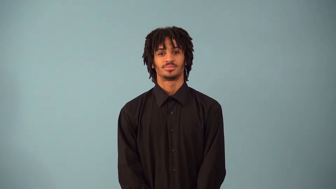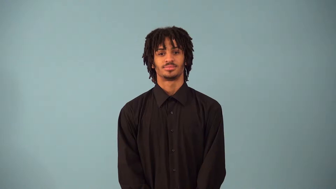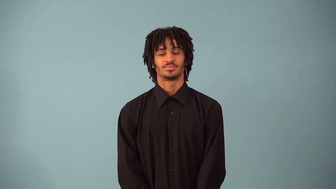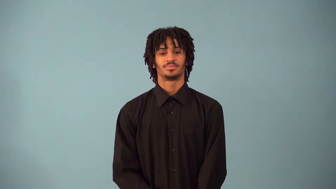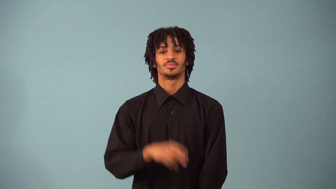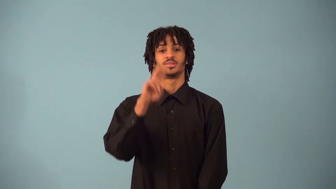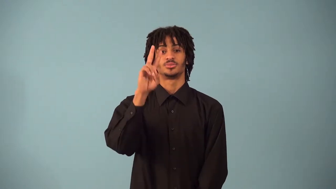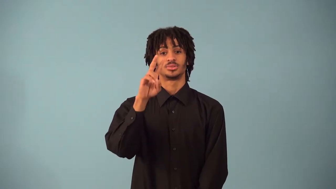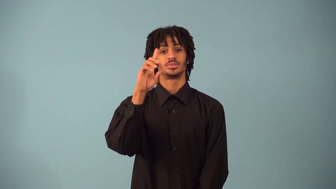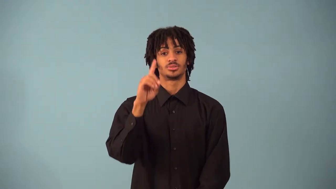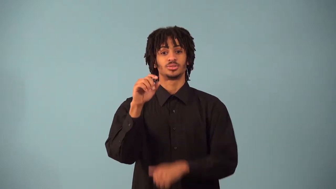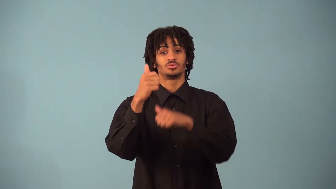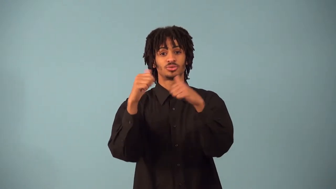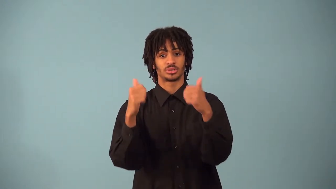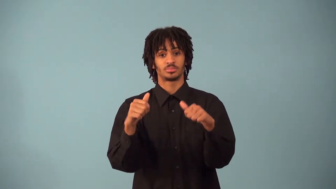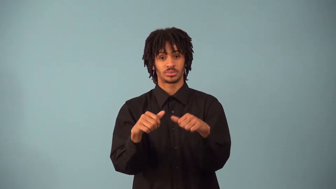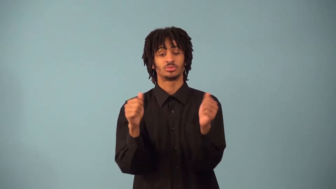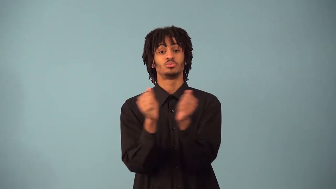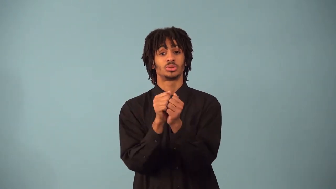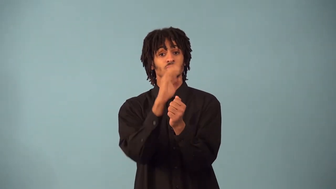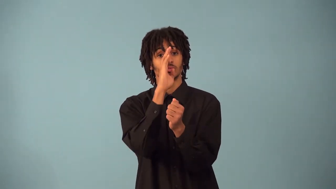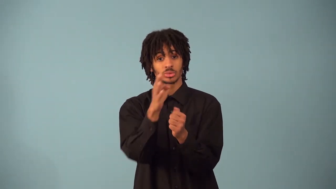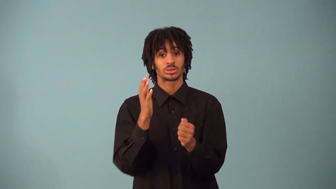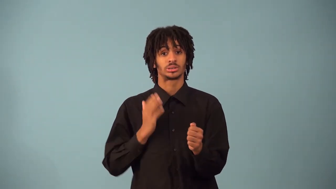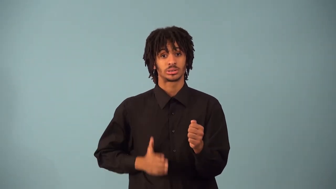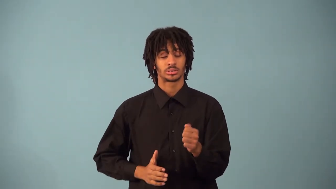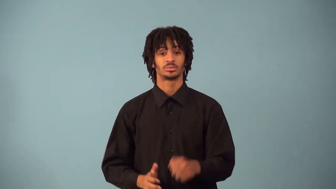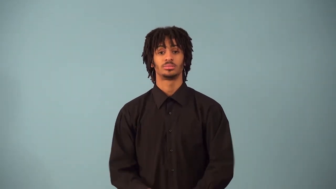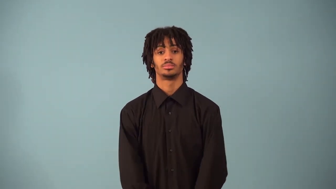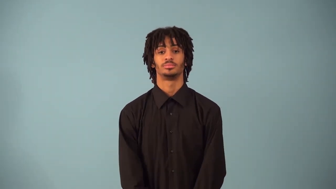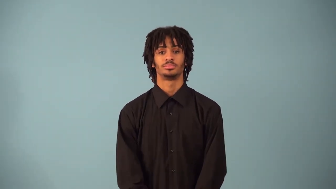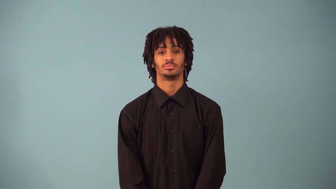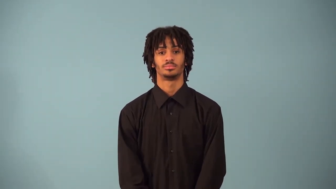polygon